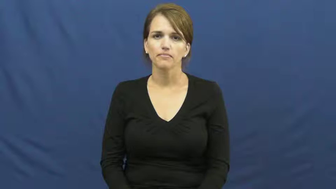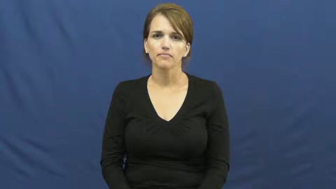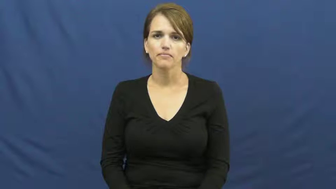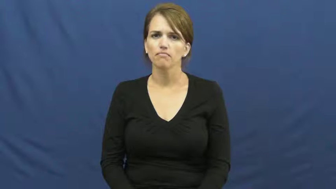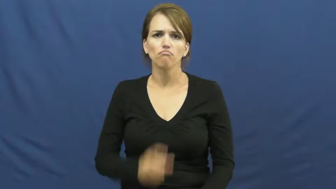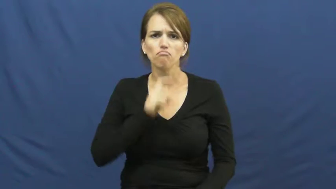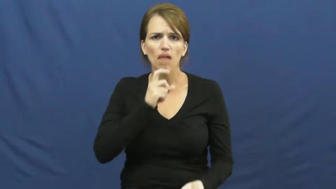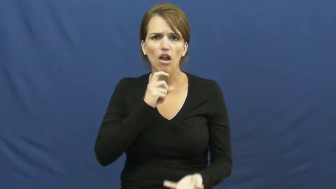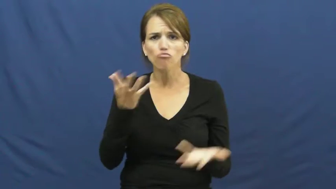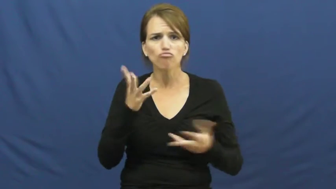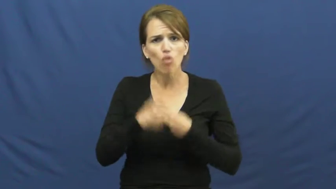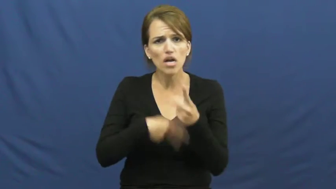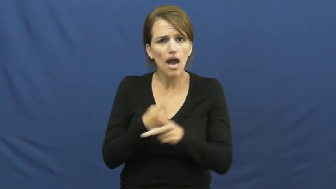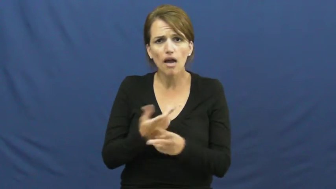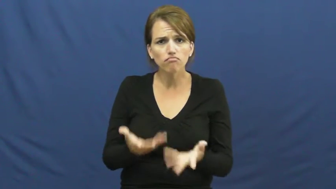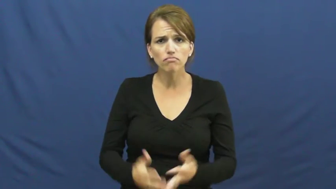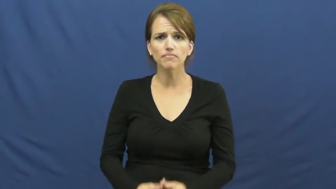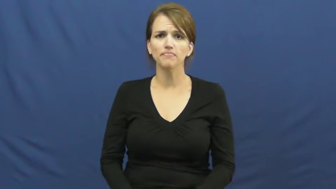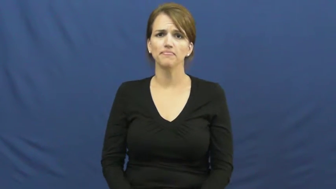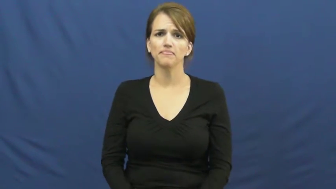kind of metal